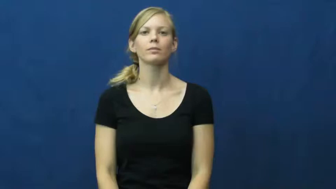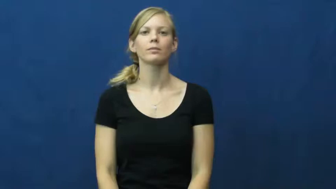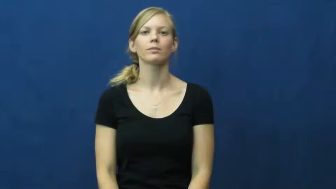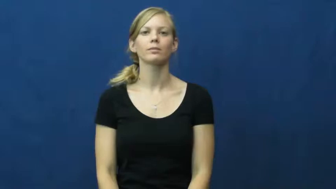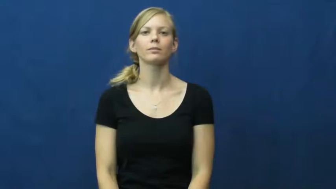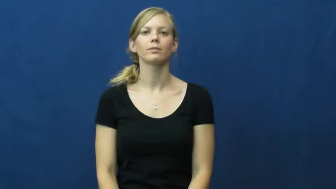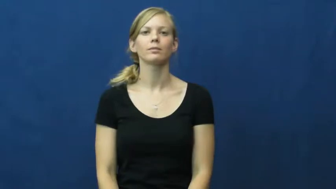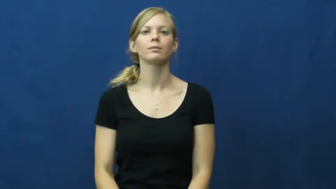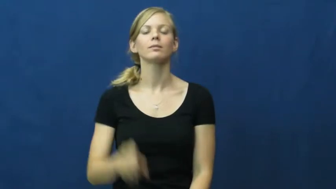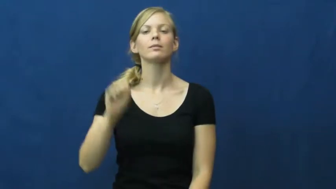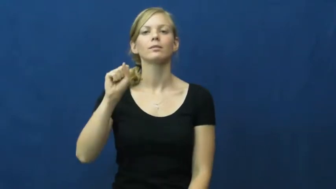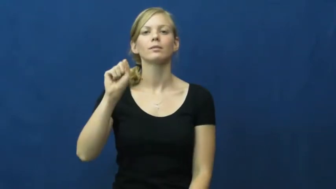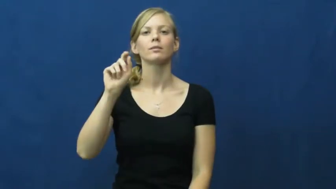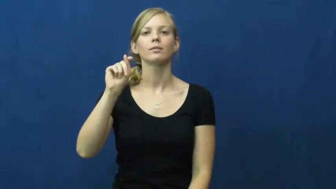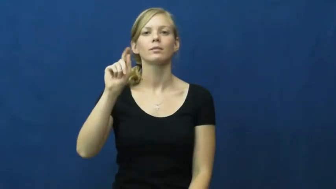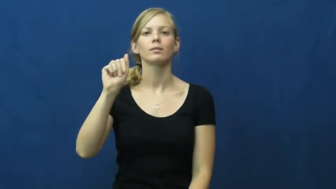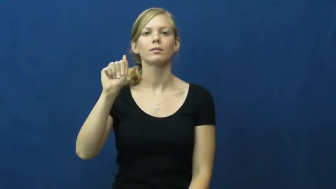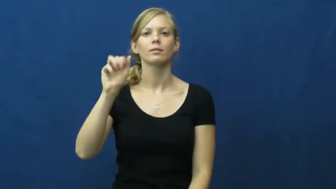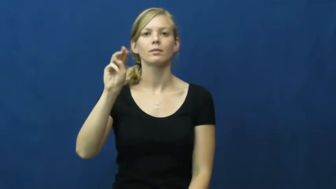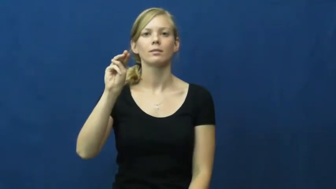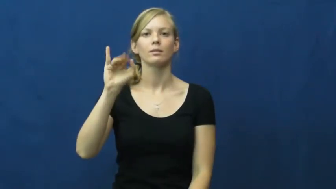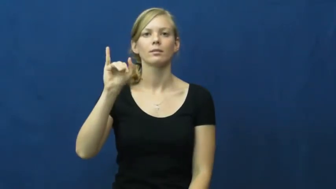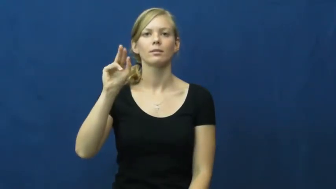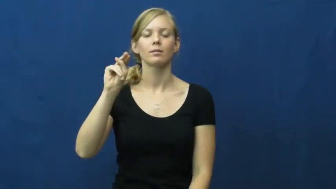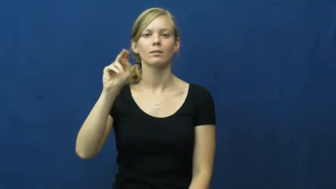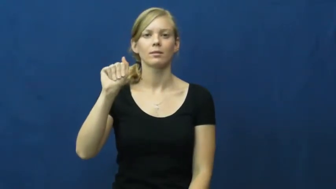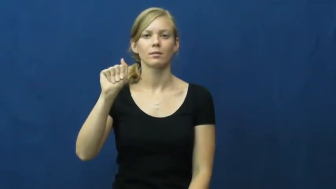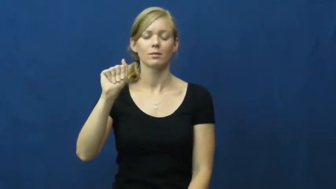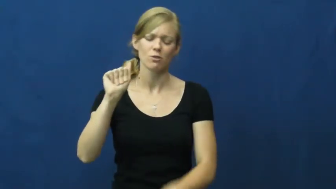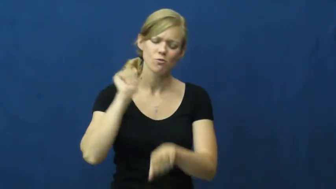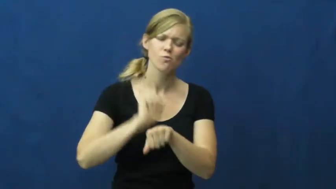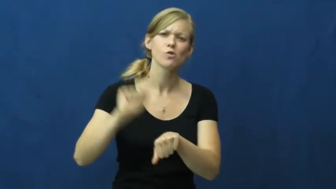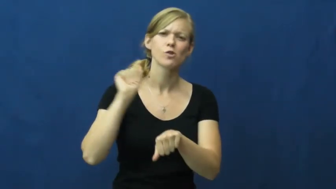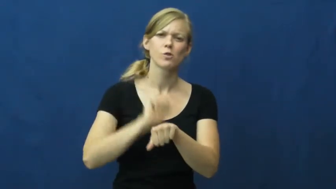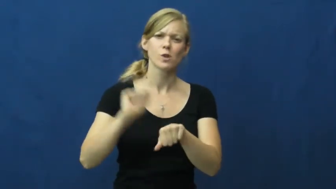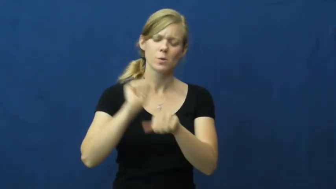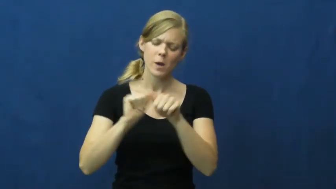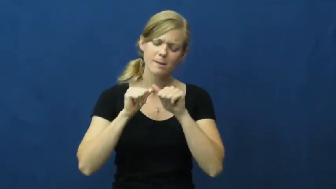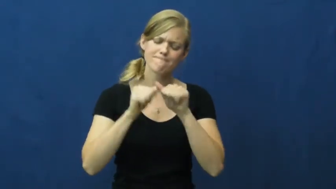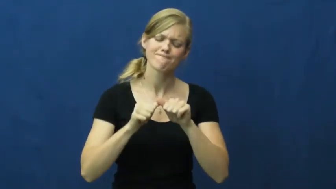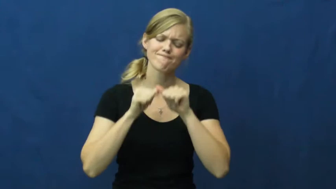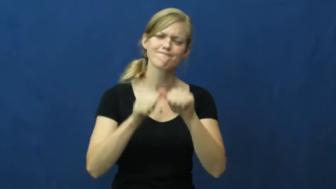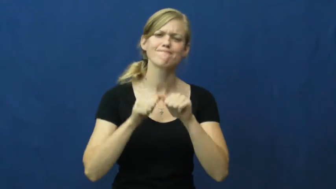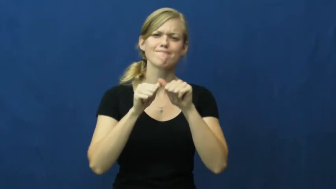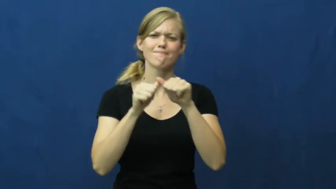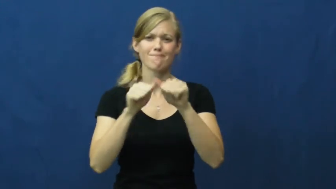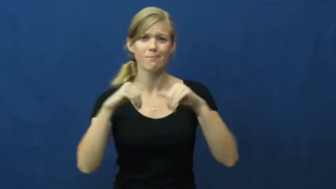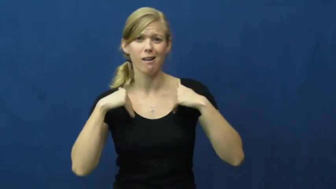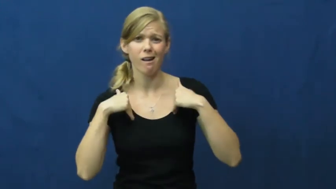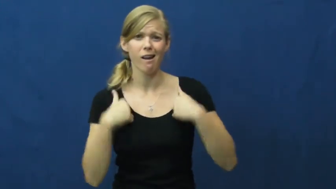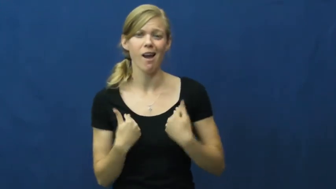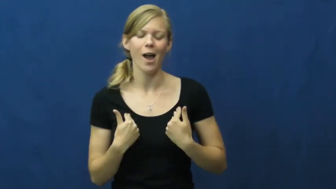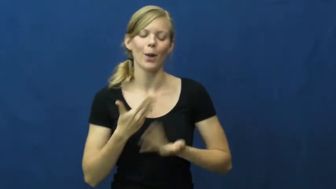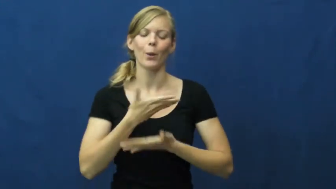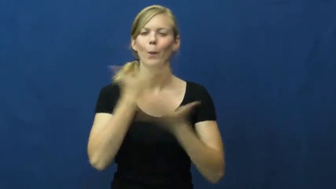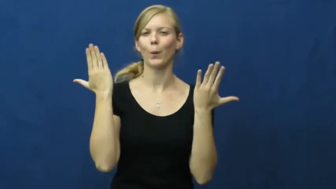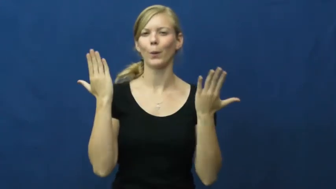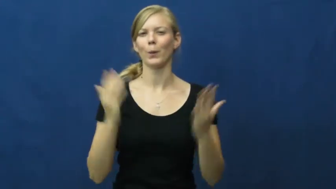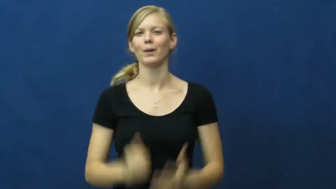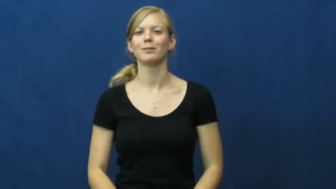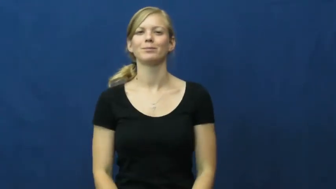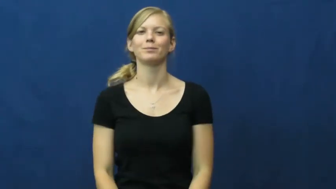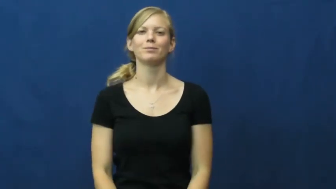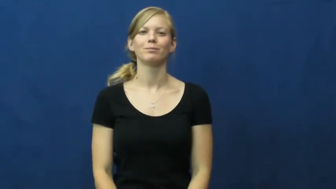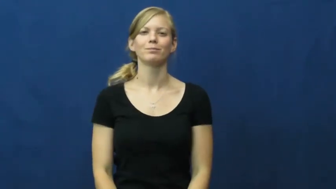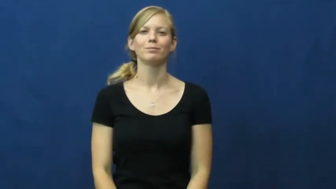stamina